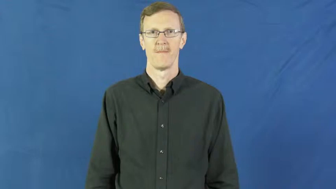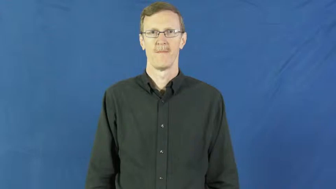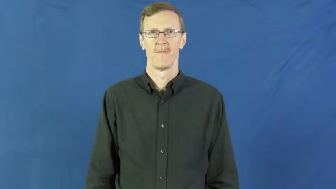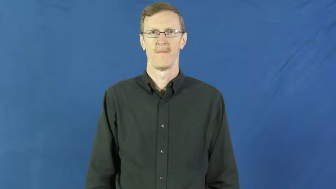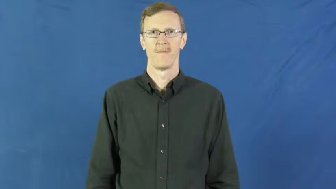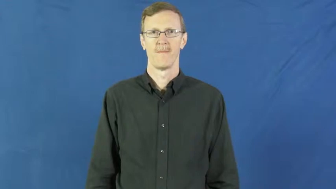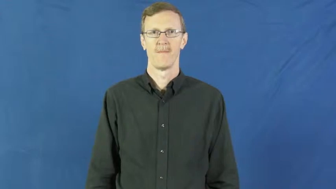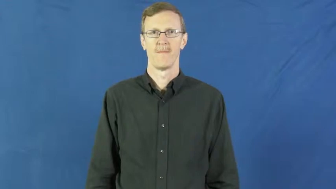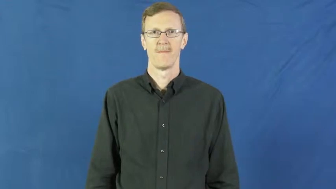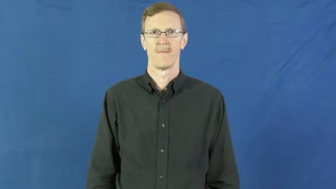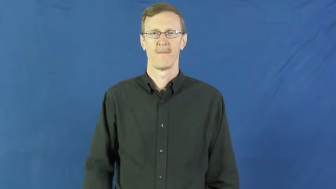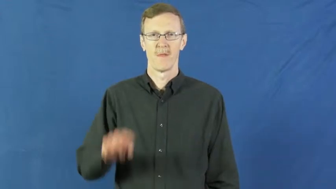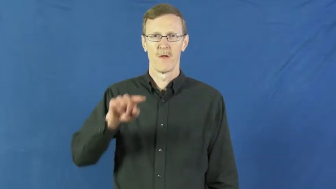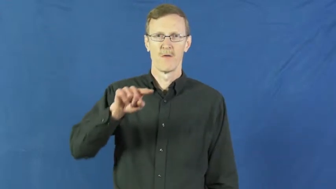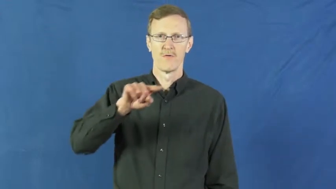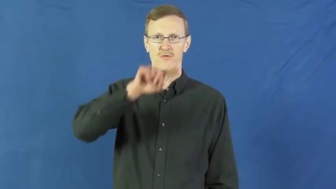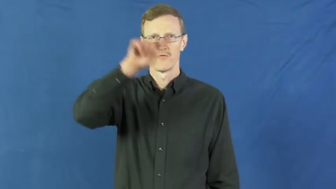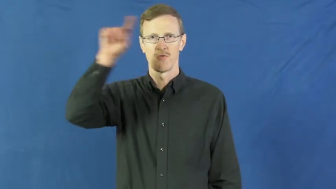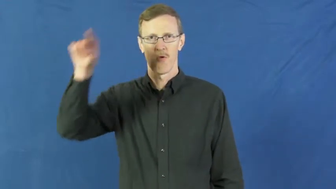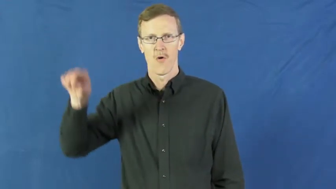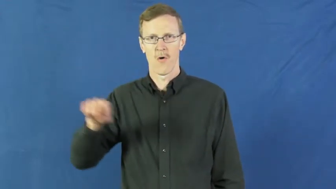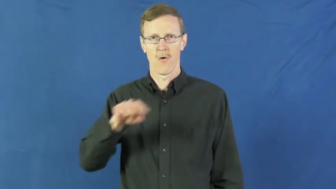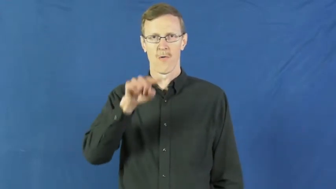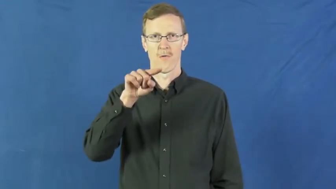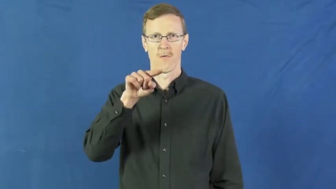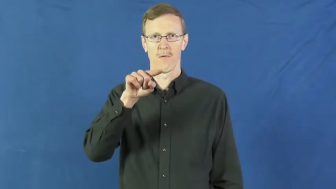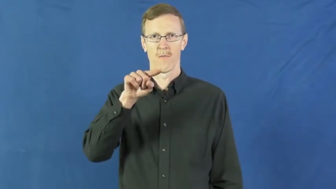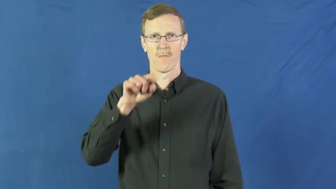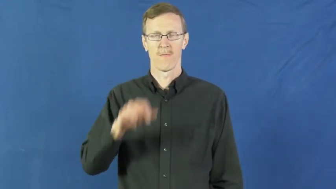disk-large